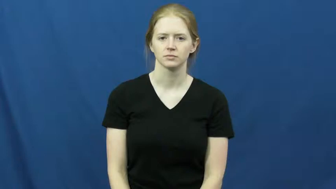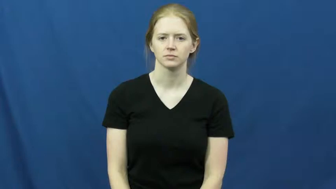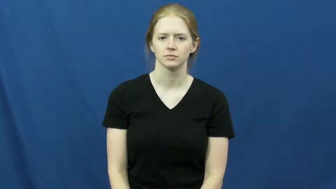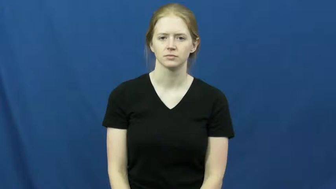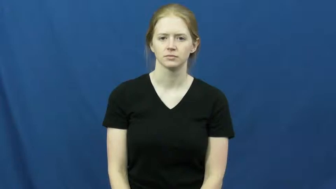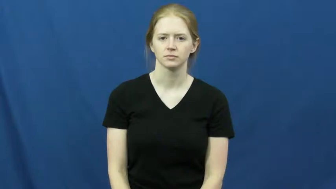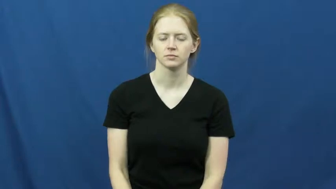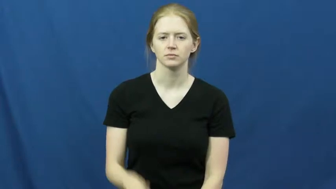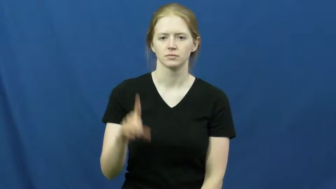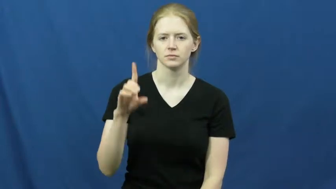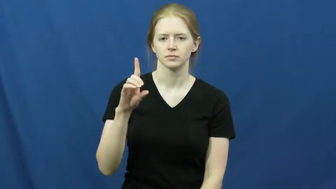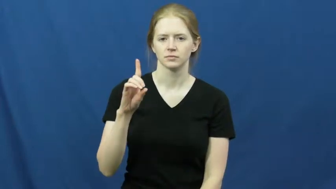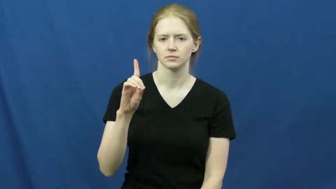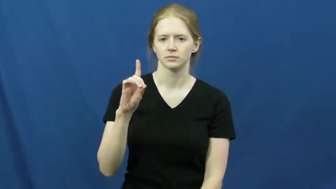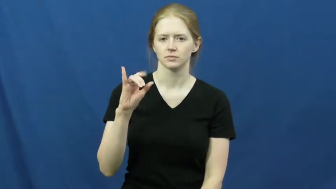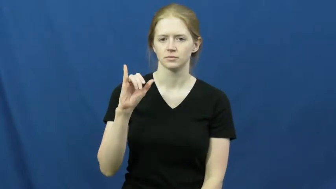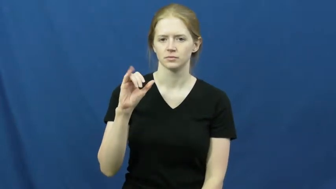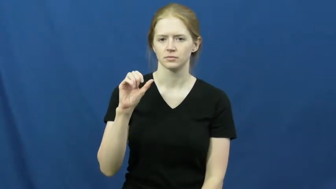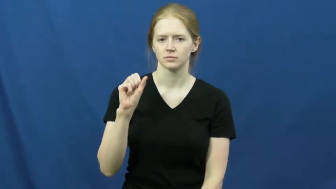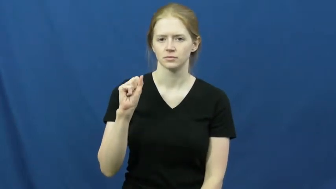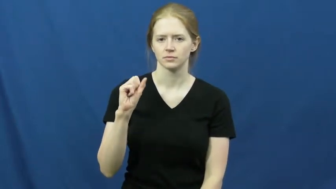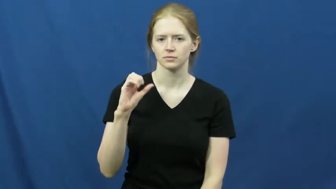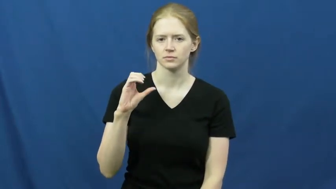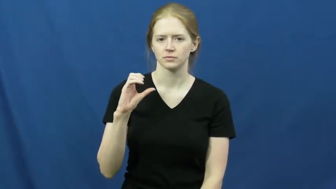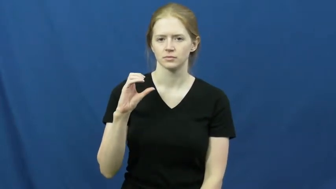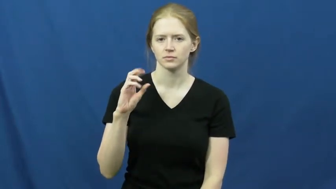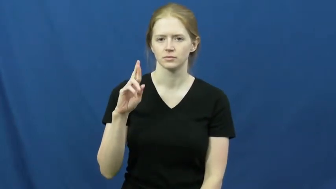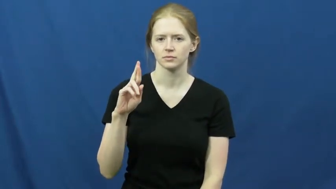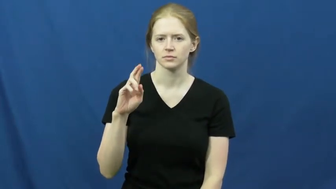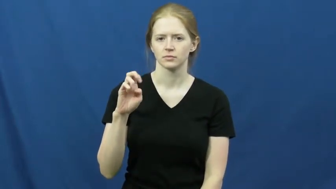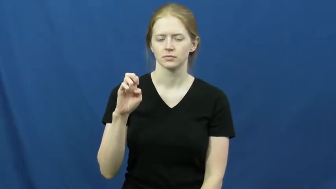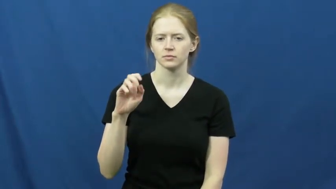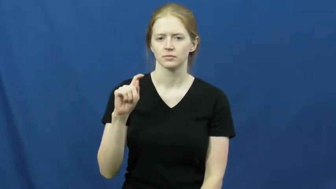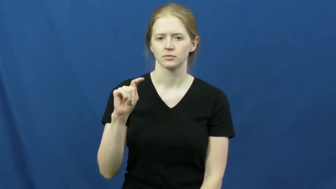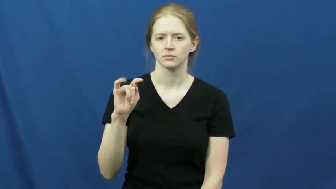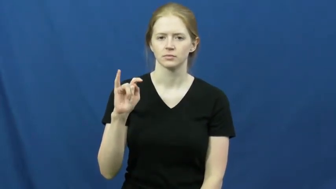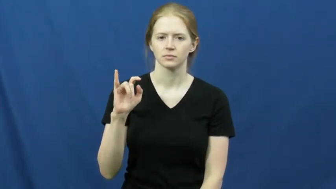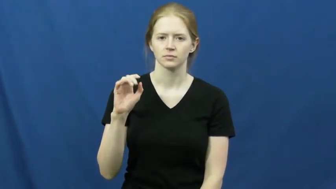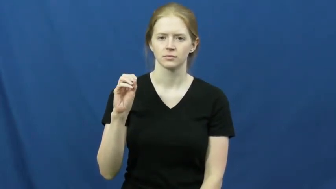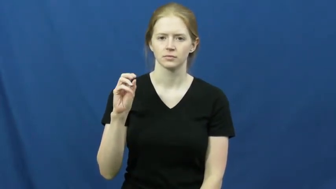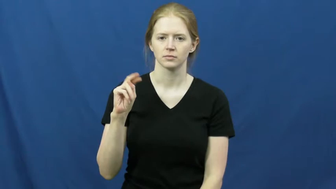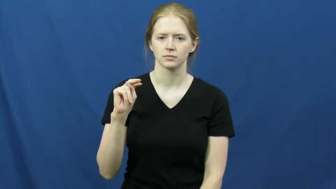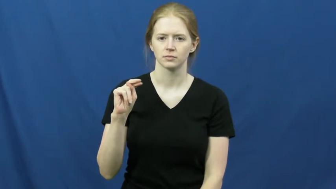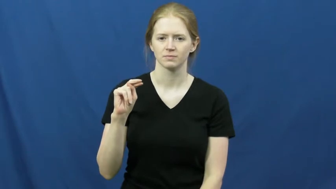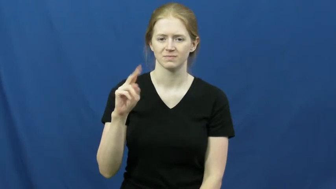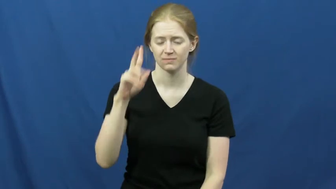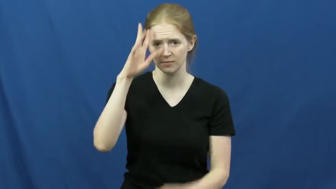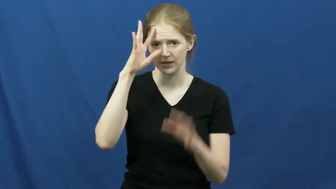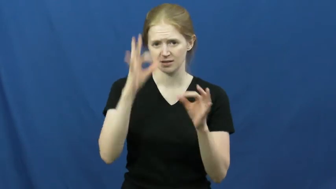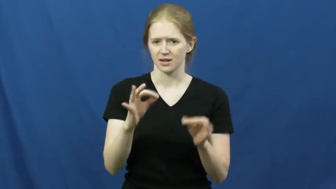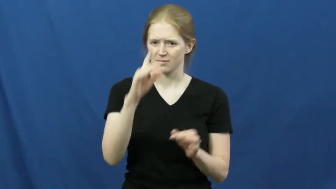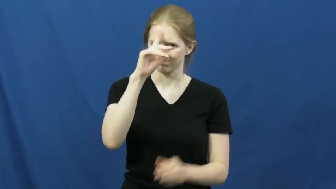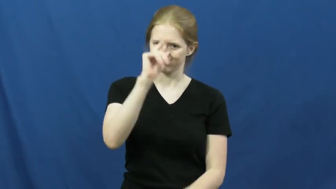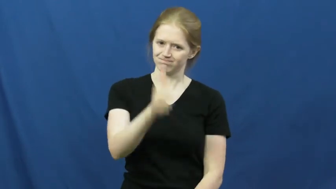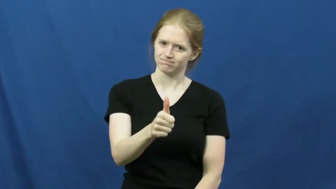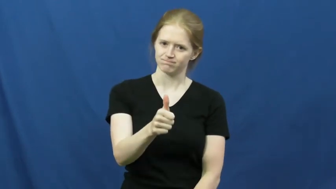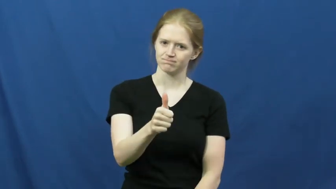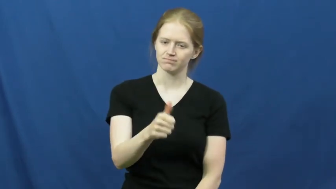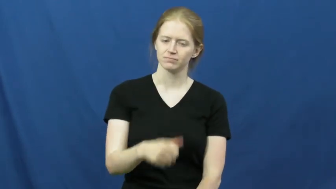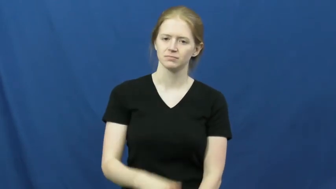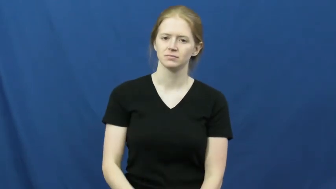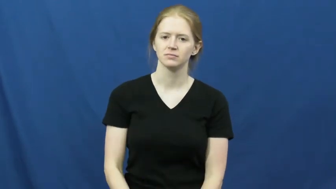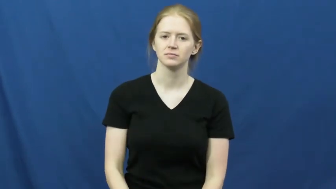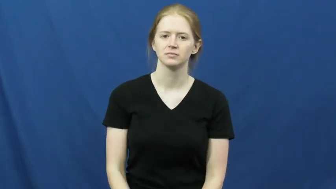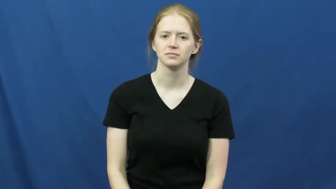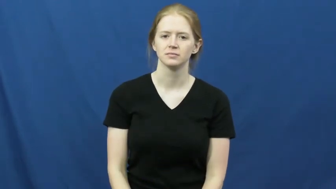discretion-decide self